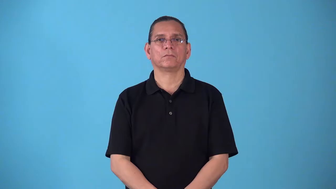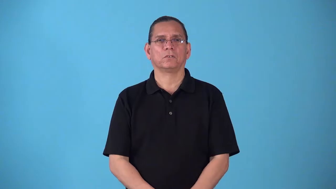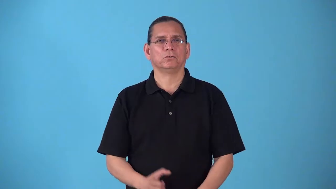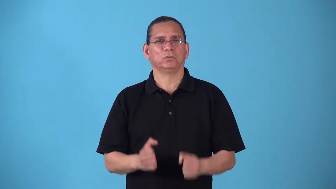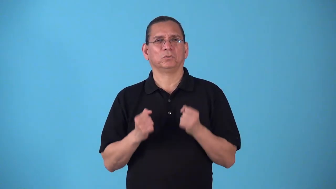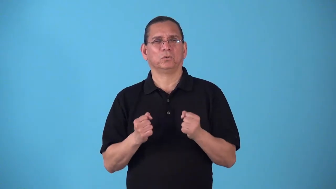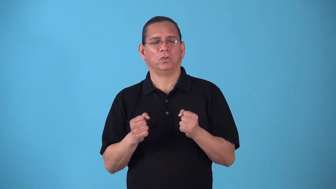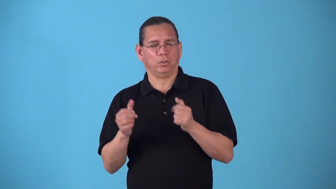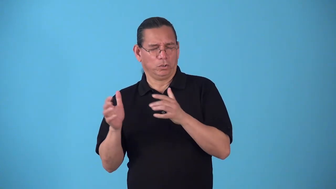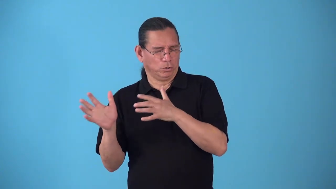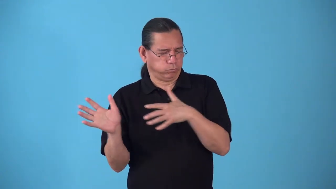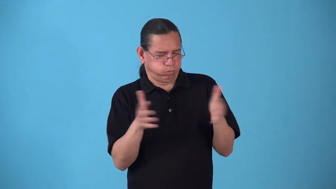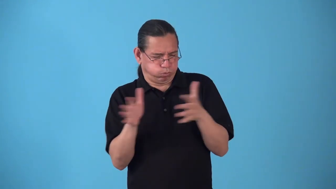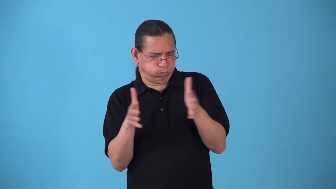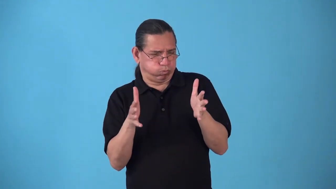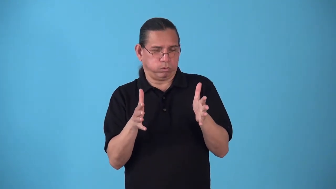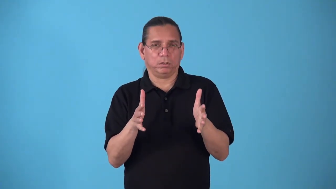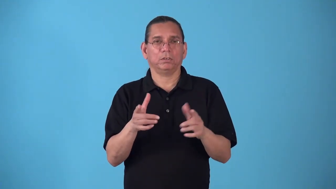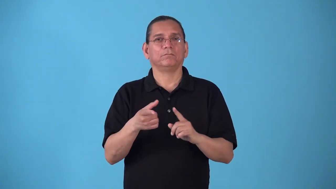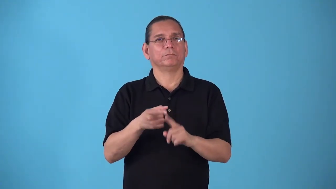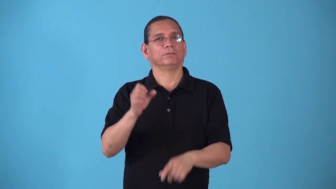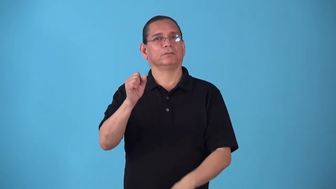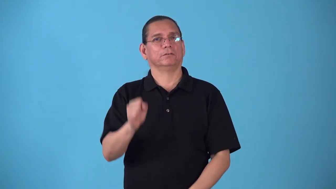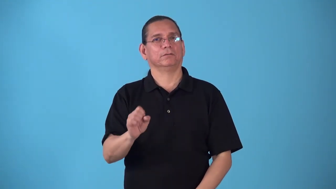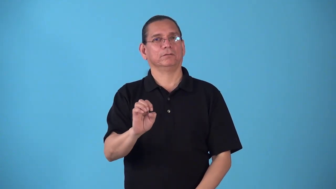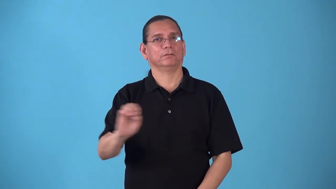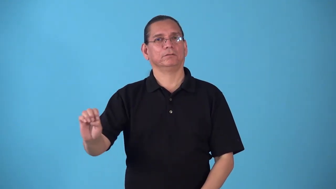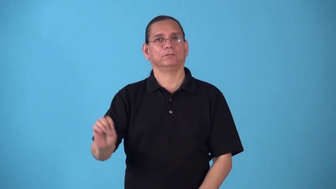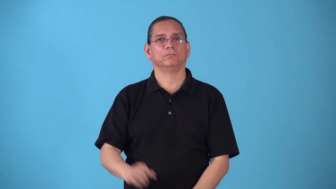southeaster